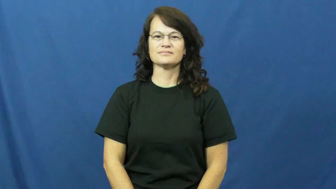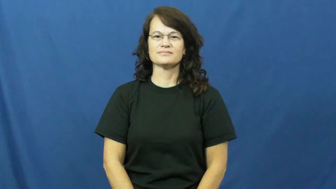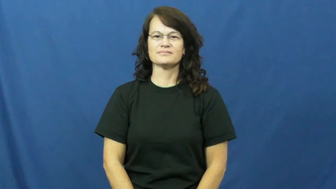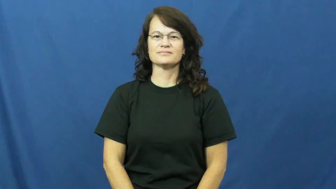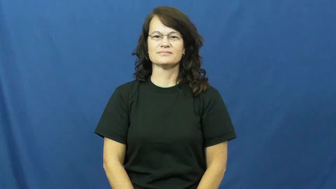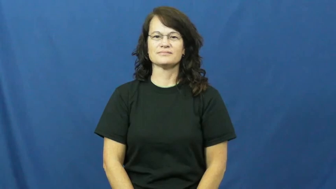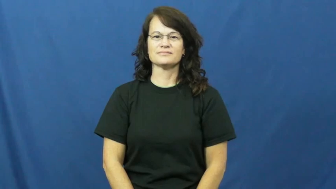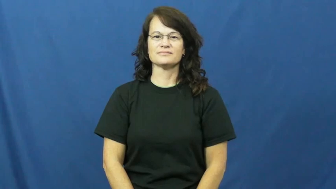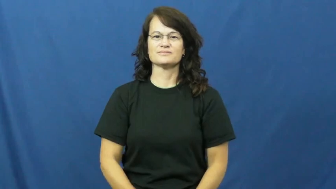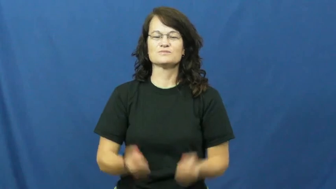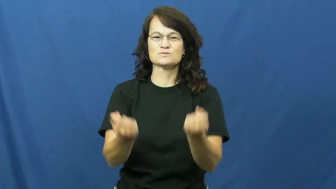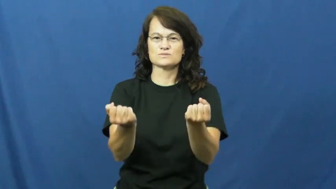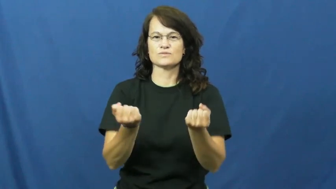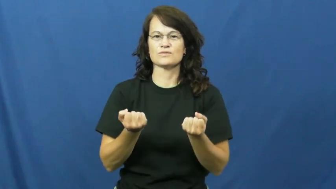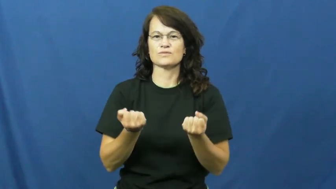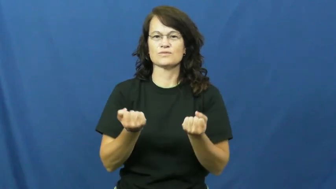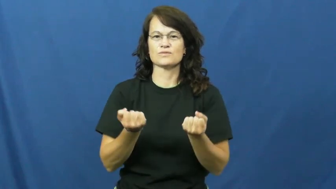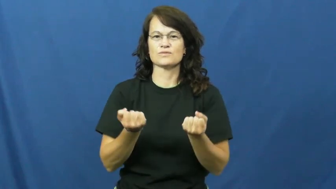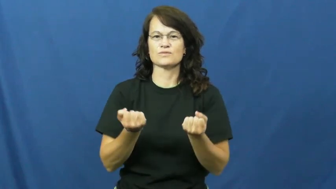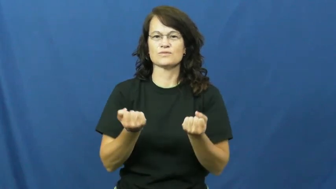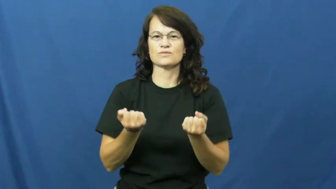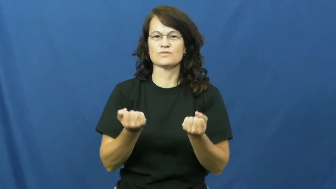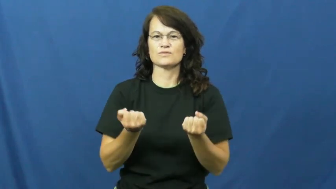open-oven,drawer